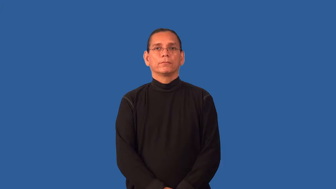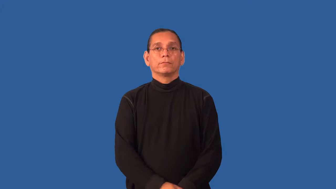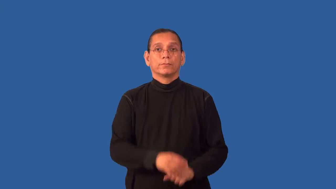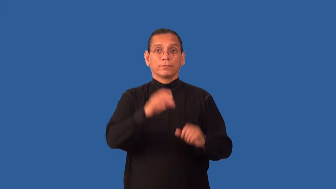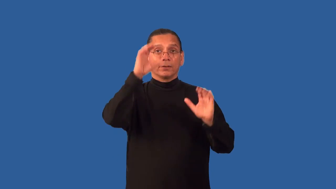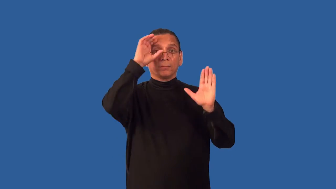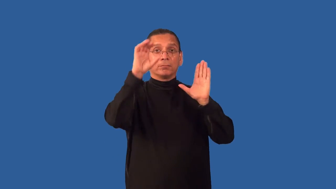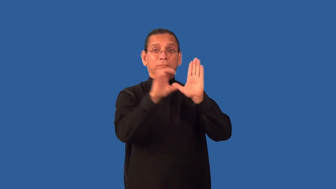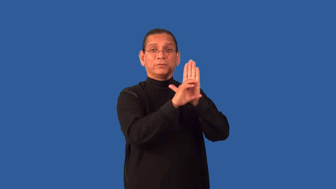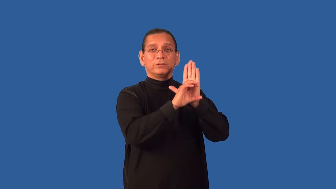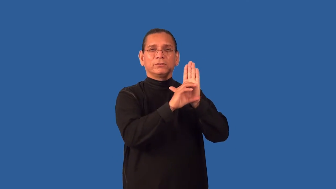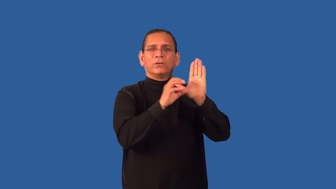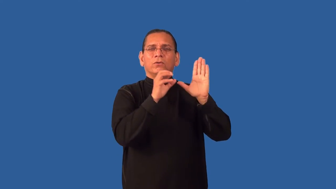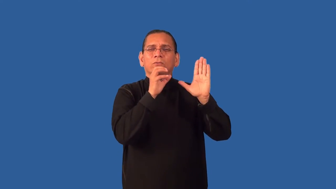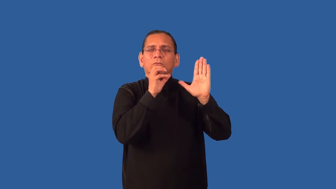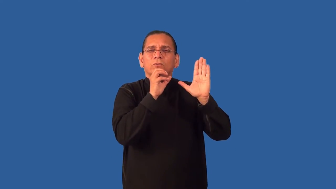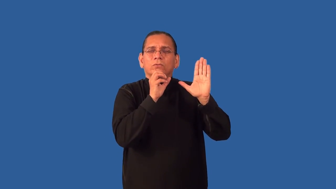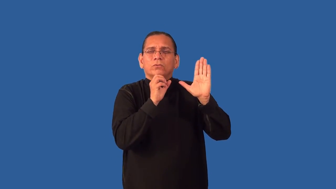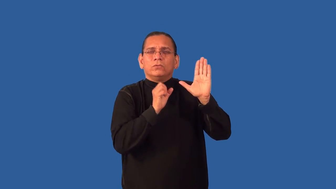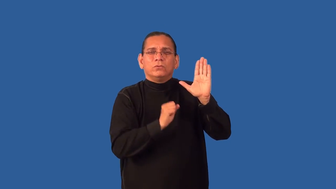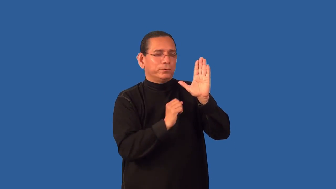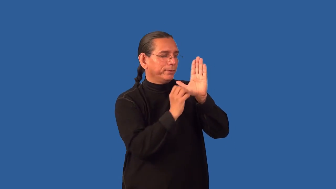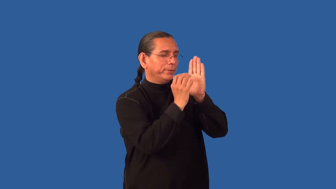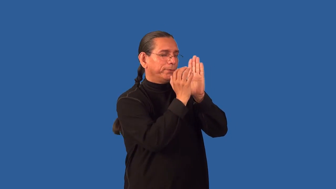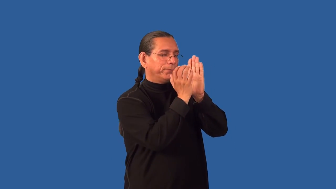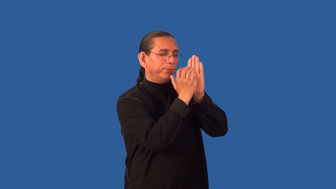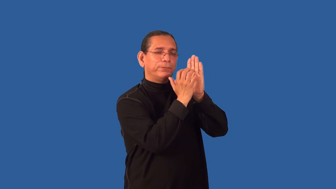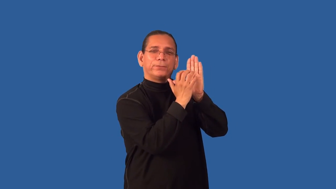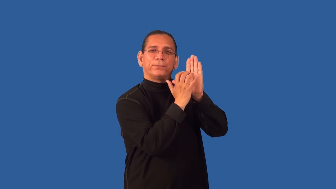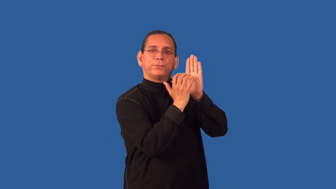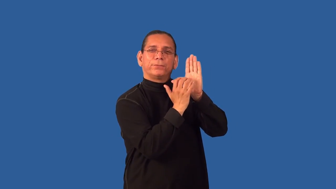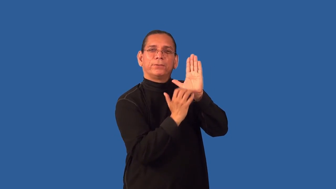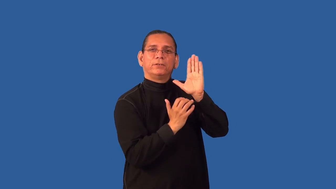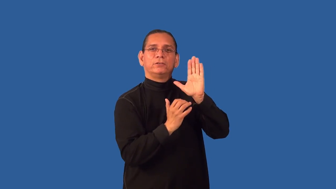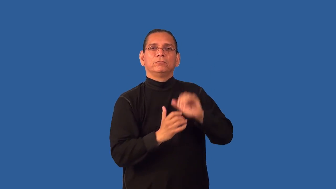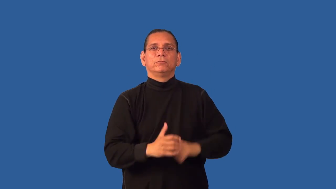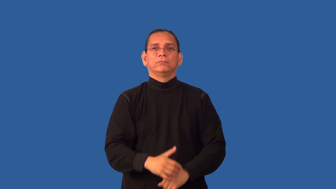grainy-hard to see